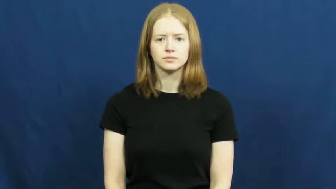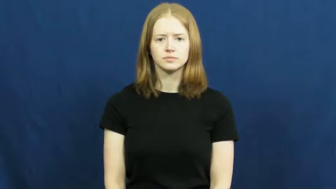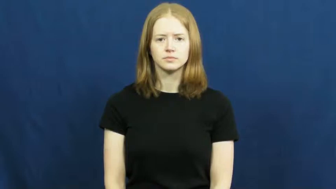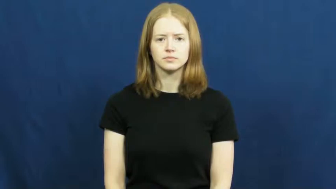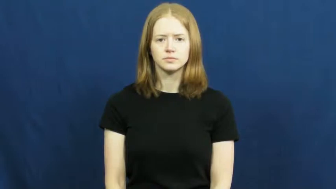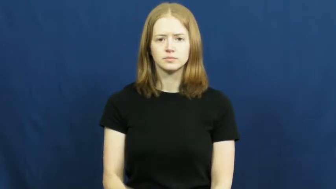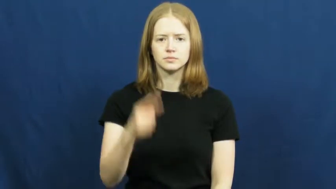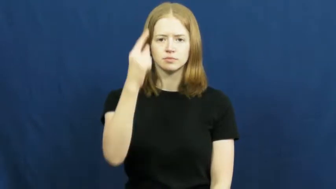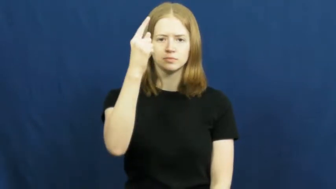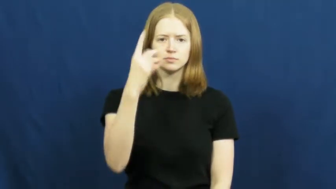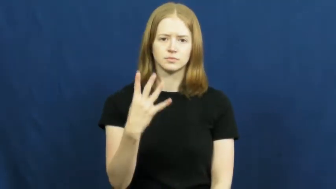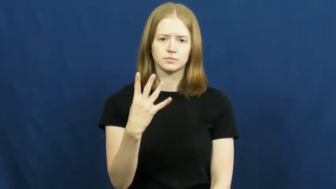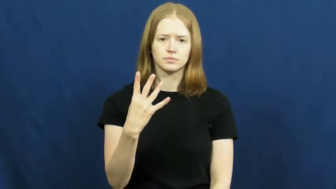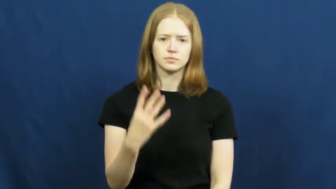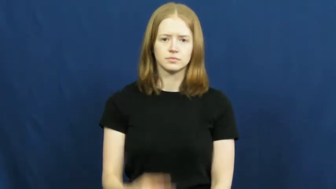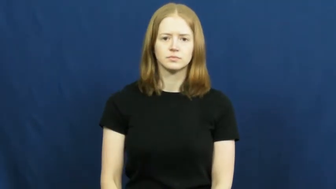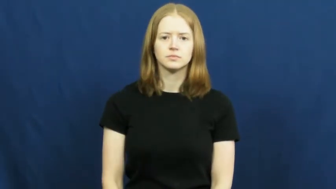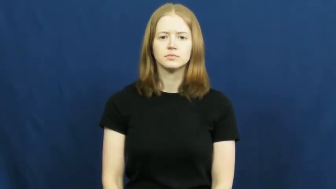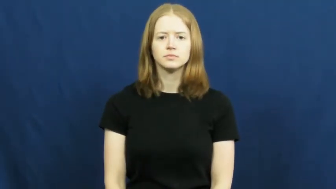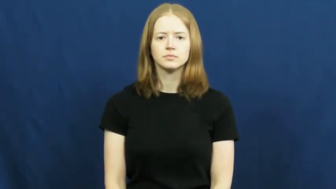quarter-one fourth